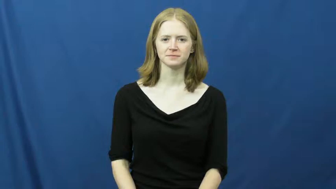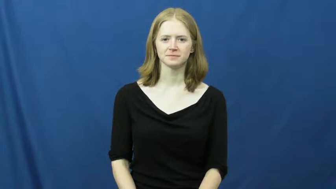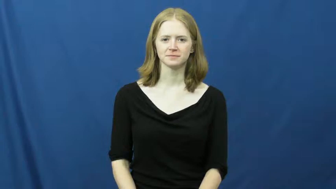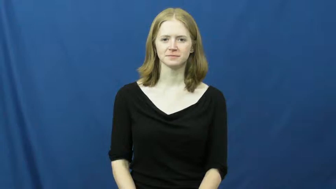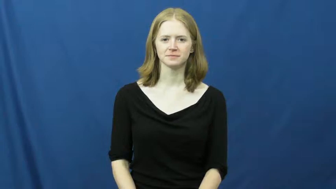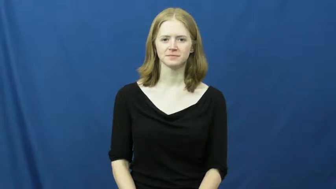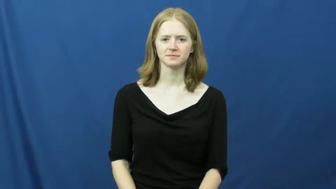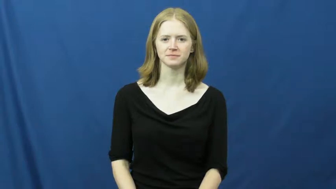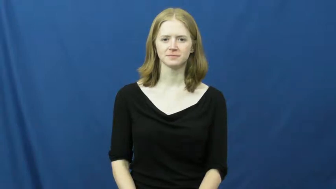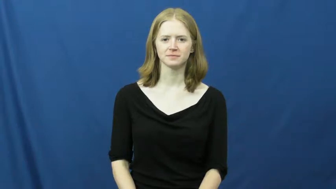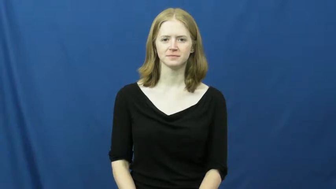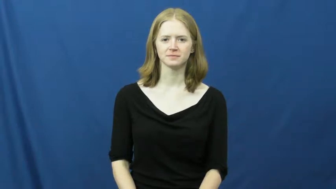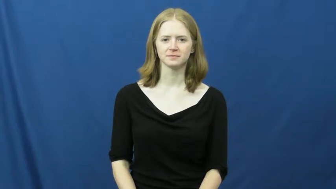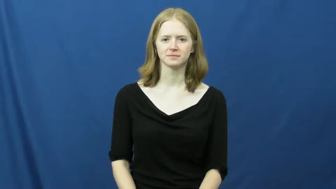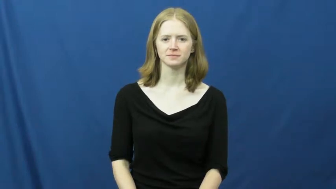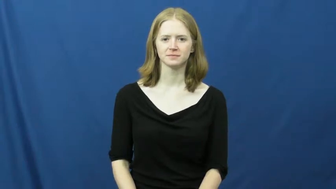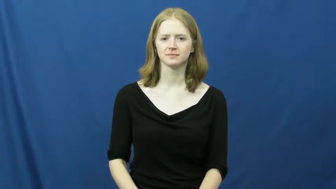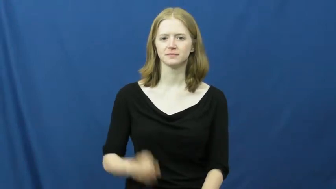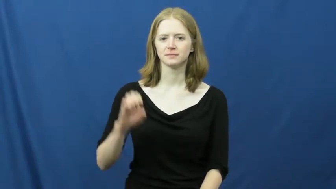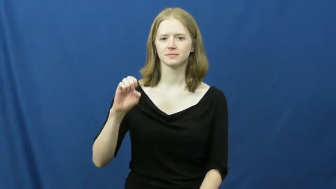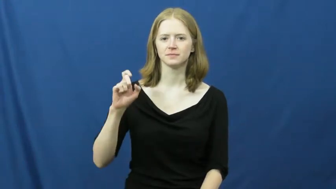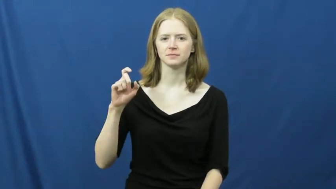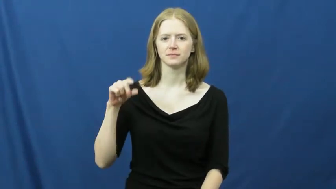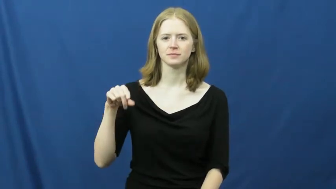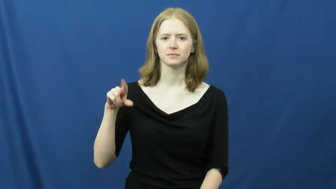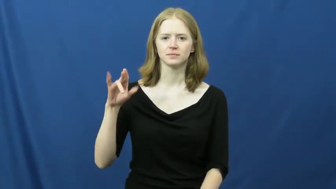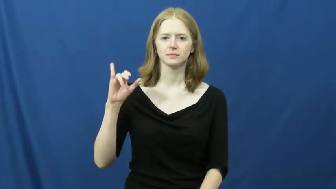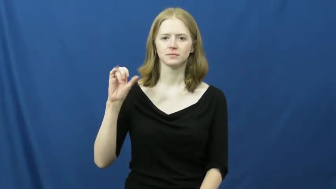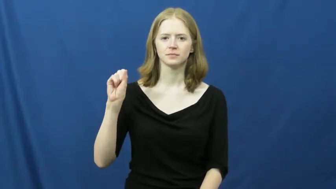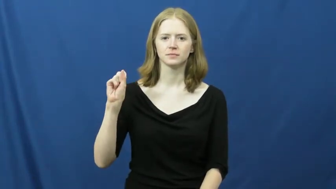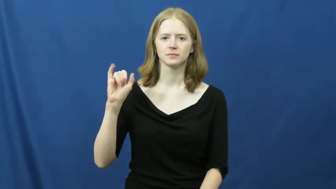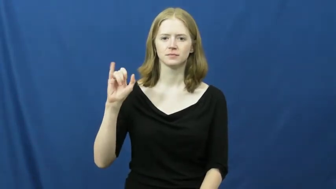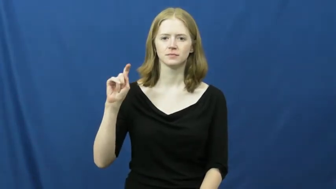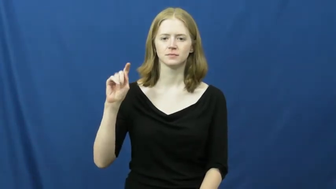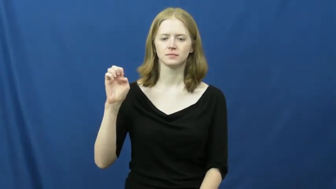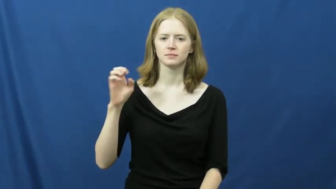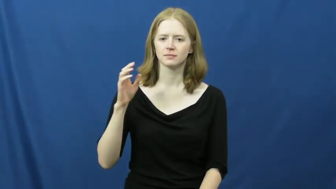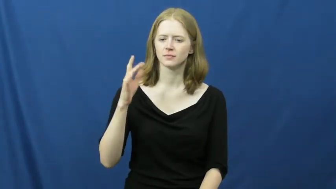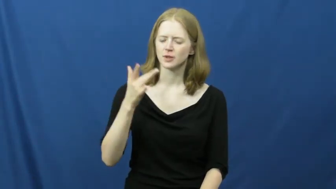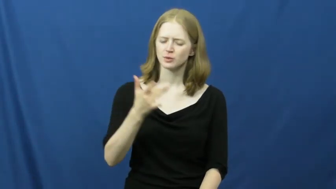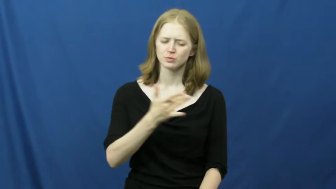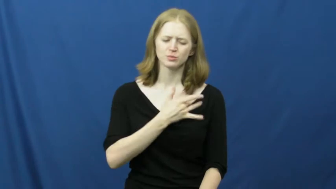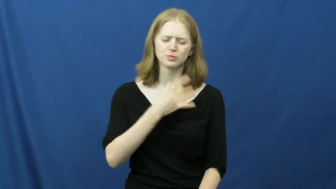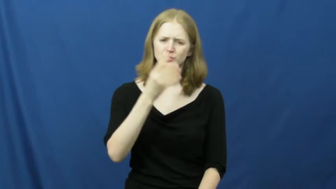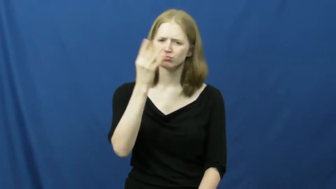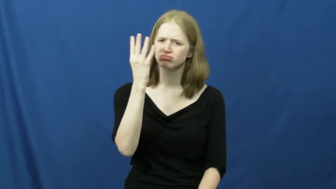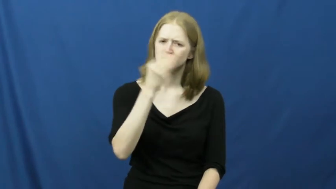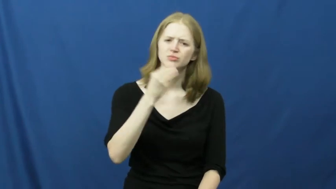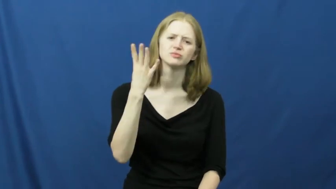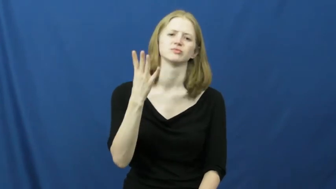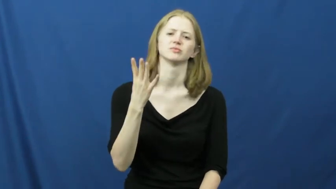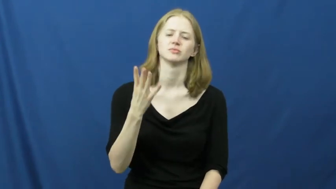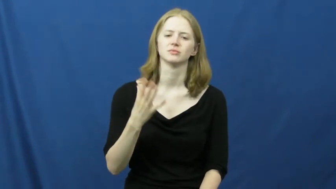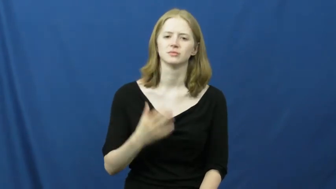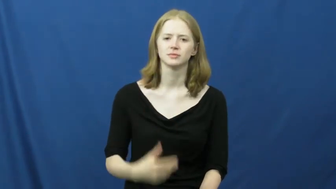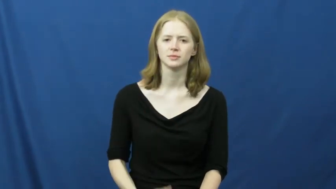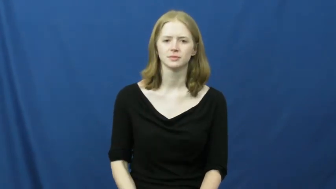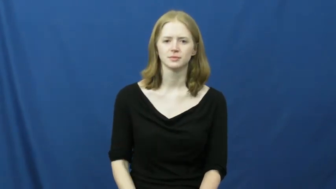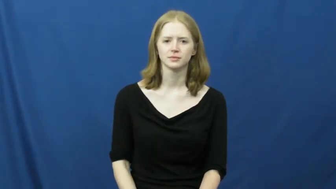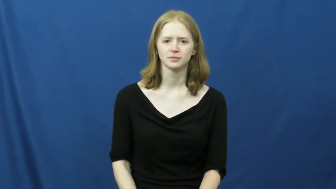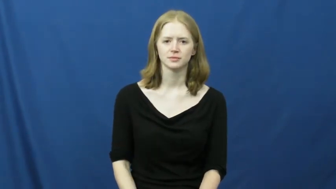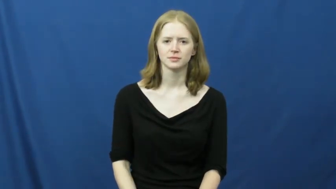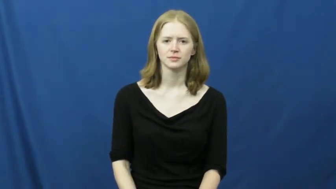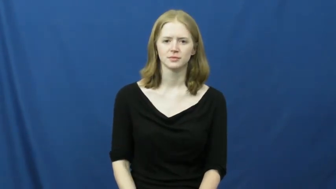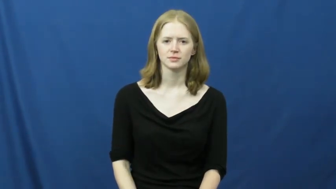exquisite